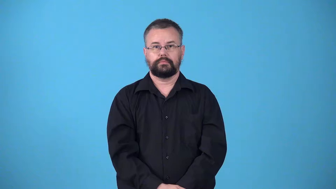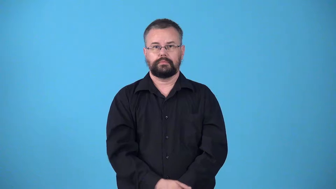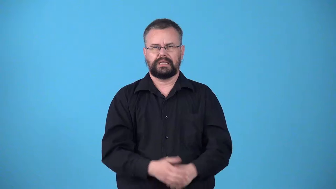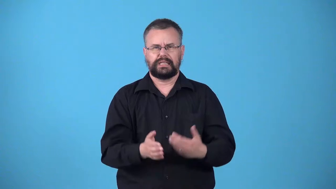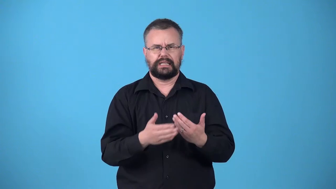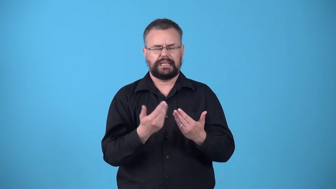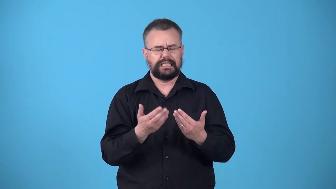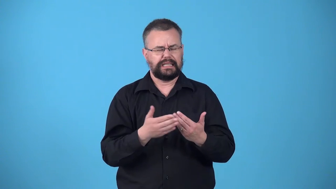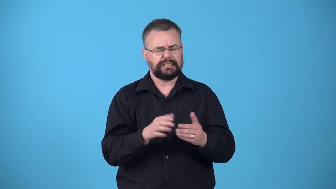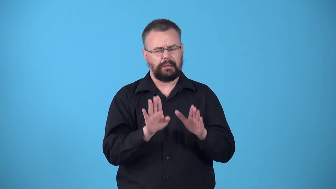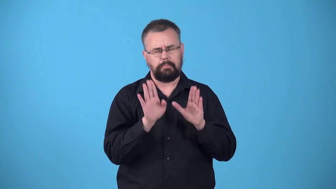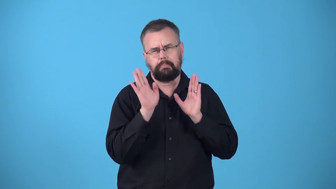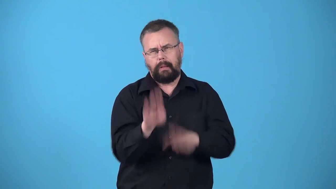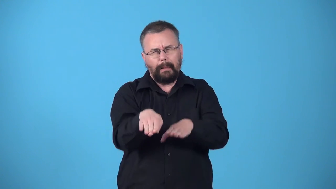walkover,walkaway-easy victory